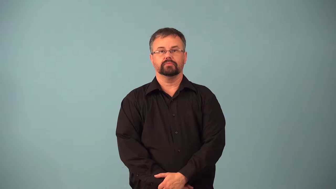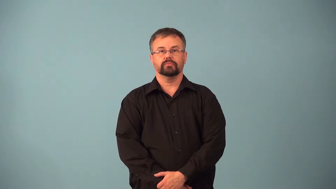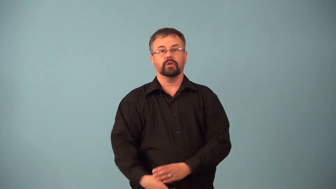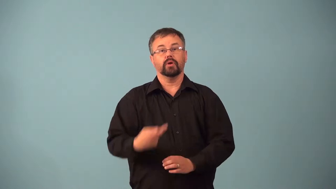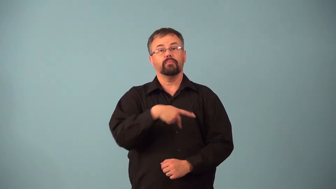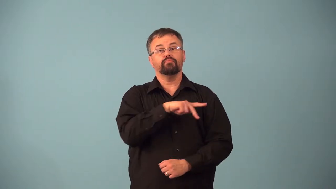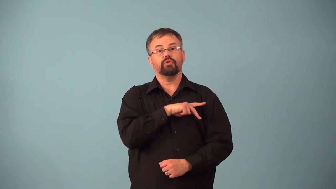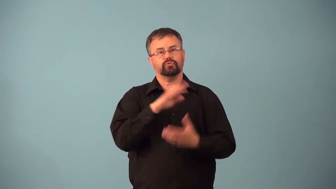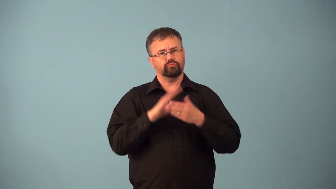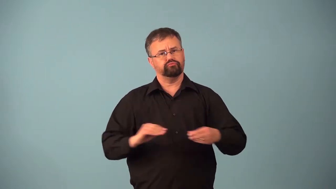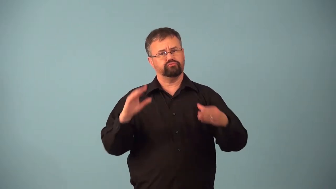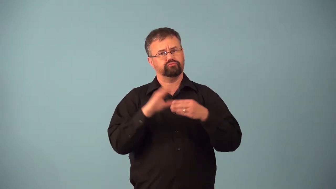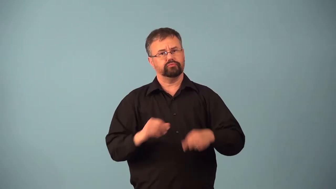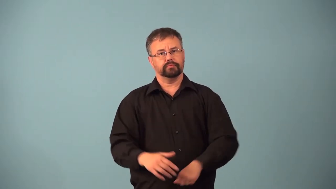anecdotal